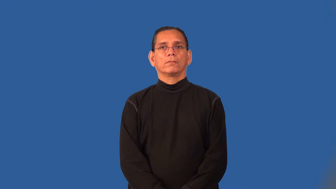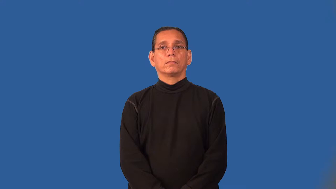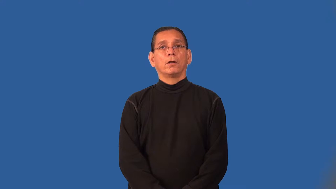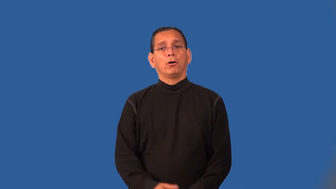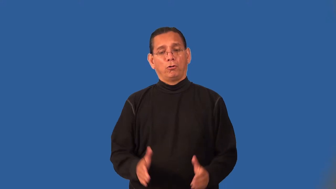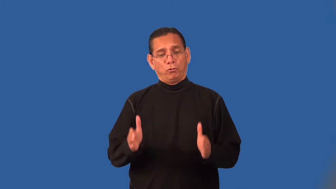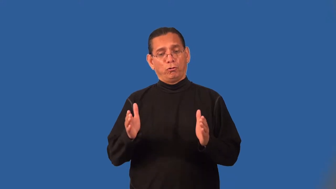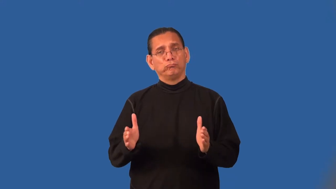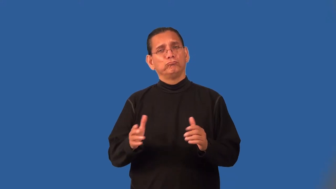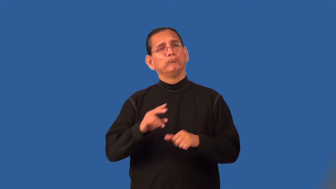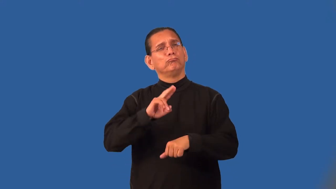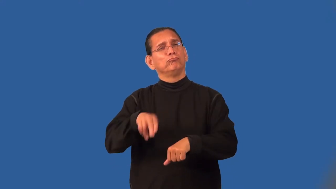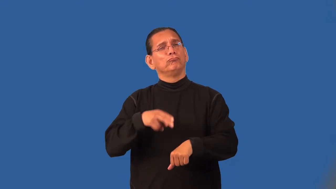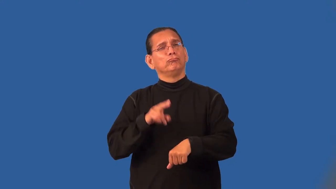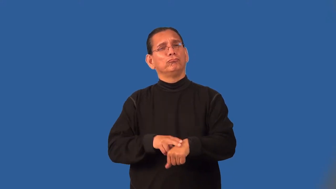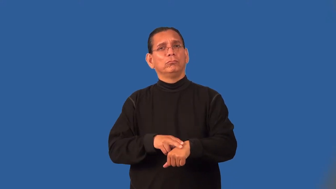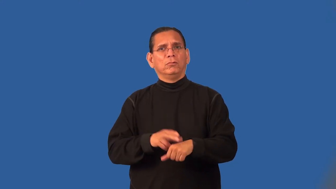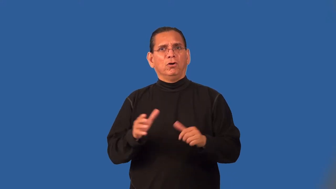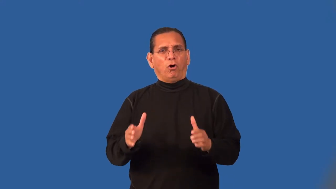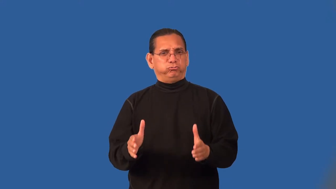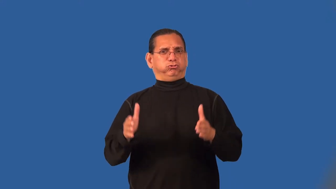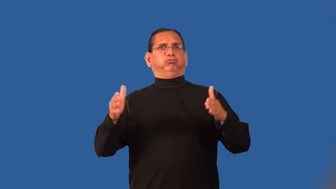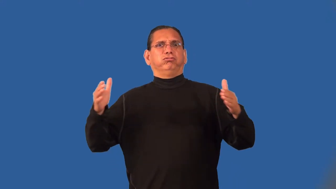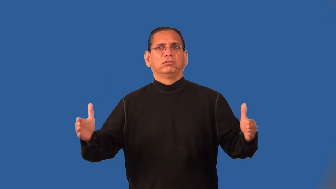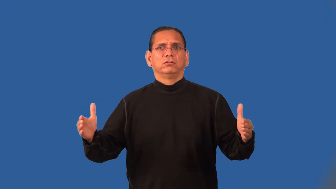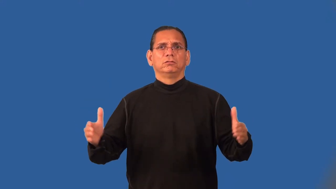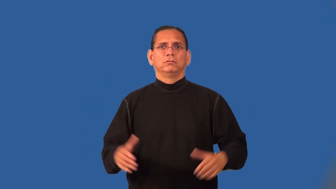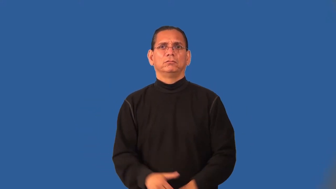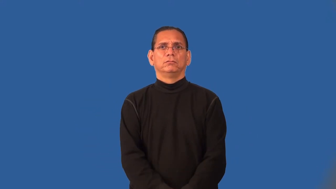oversized,overlarge